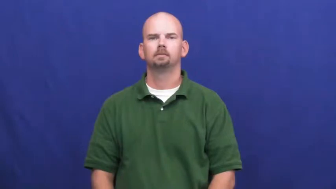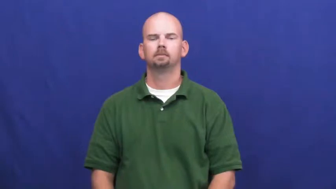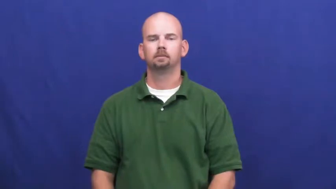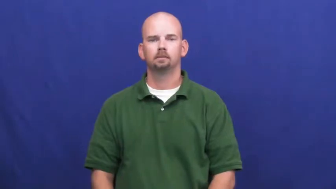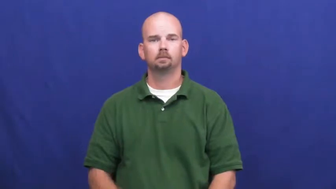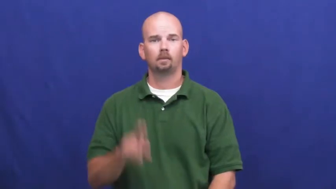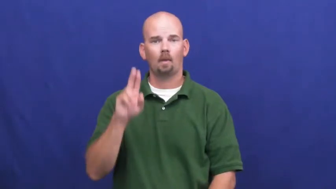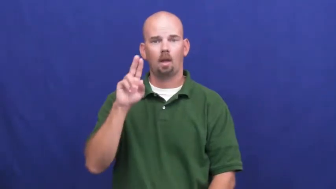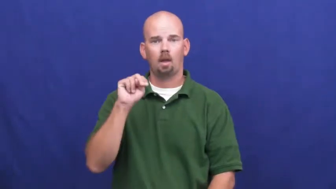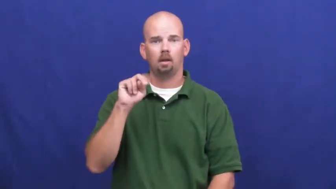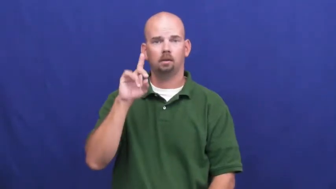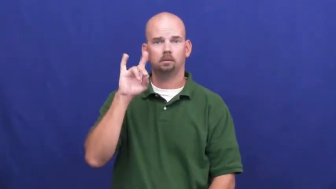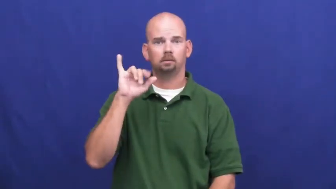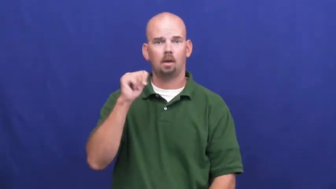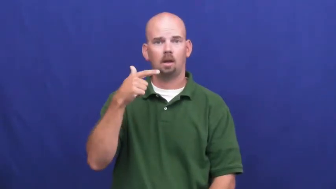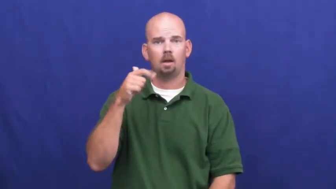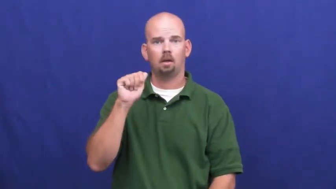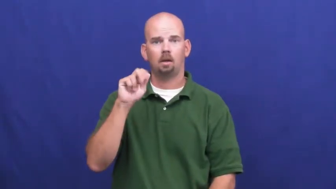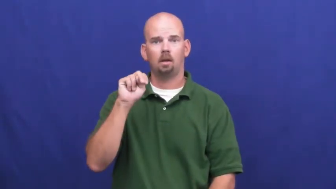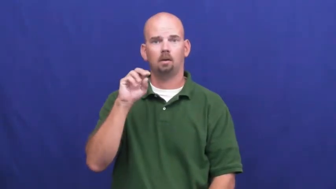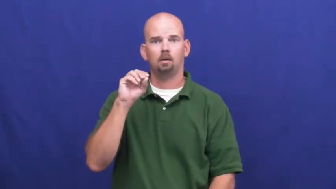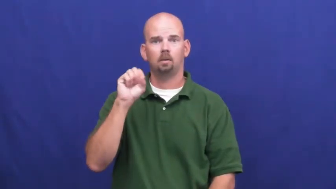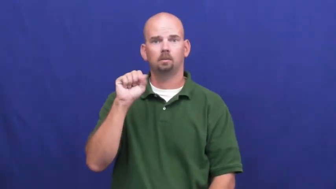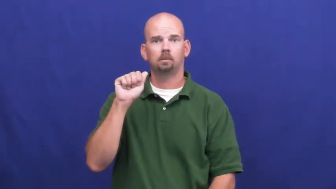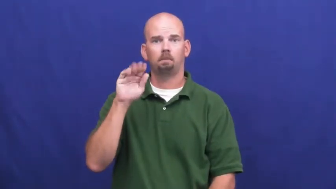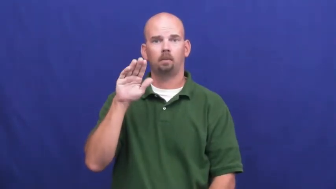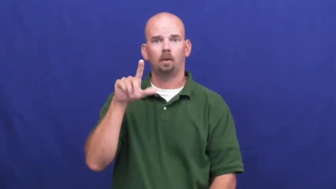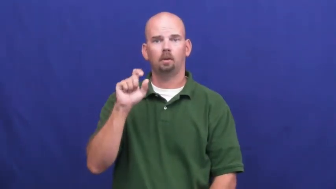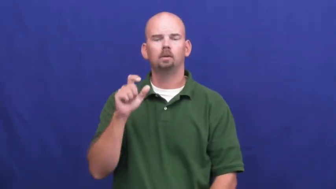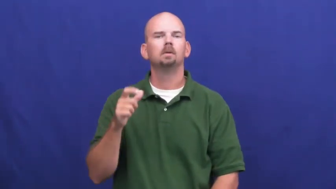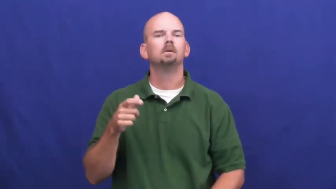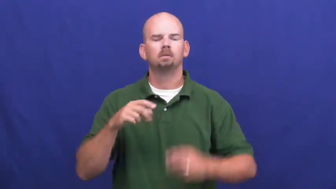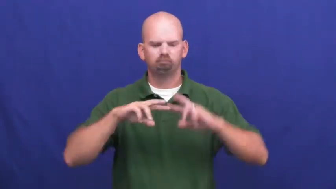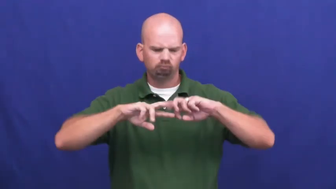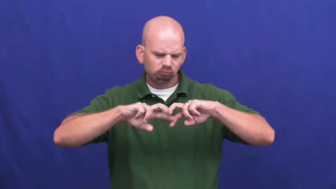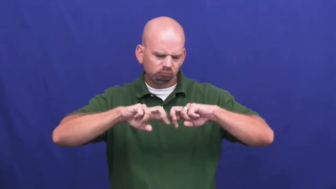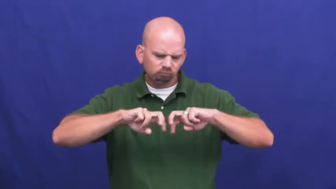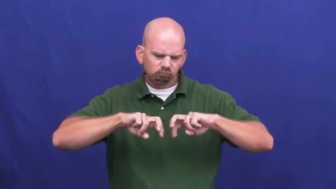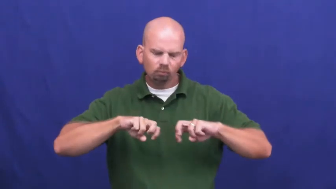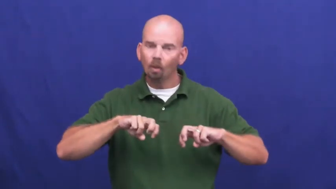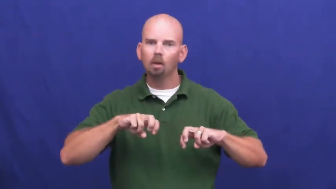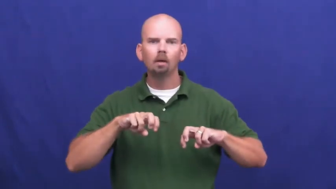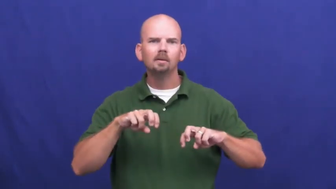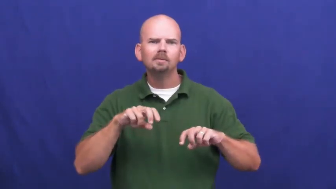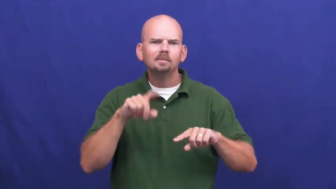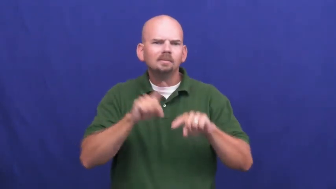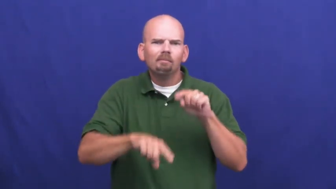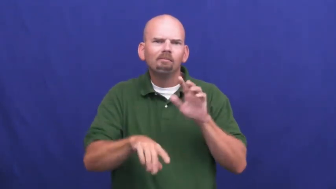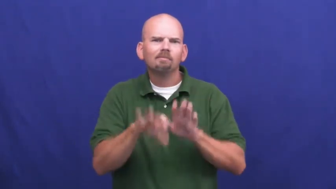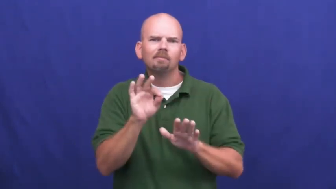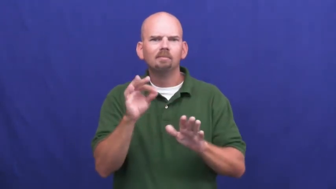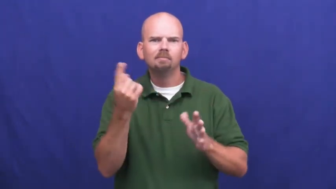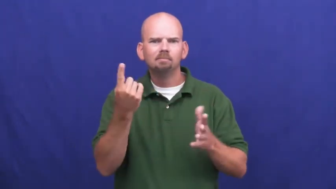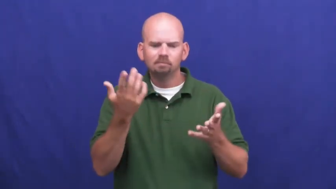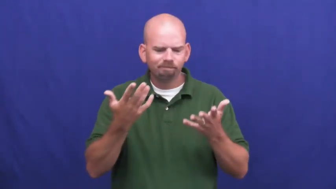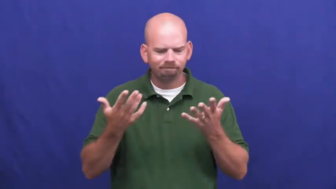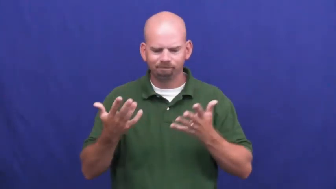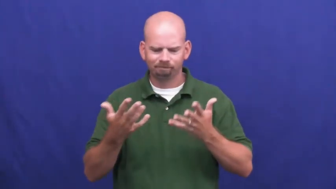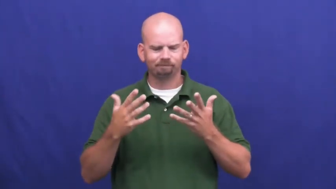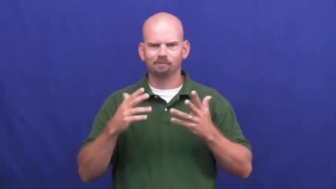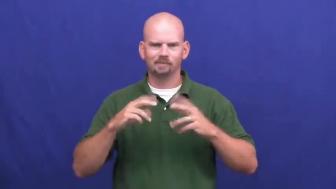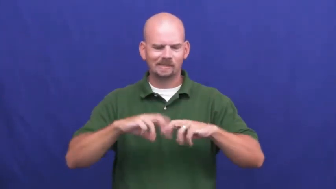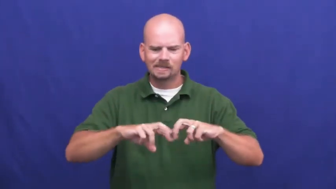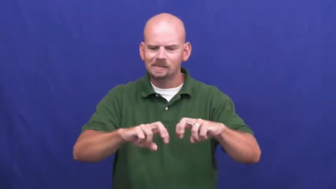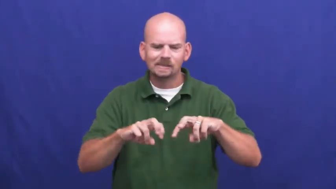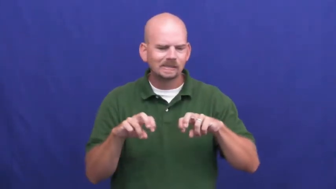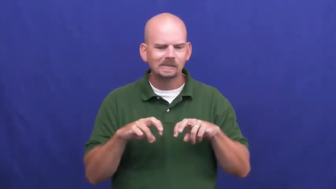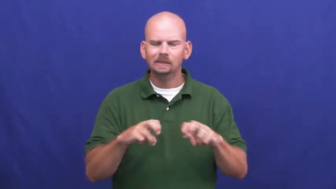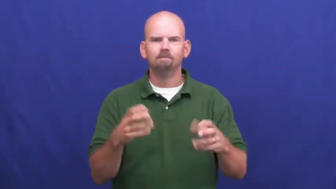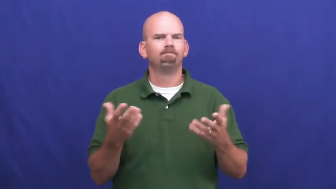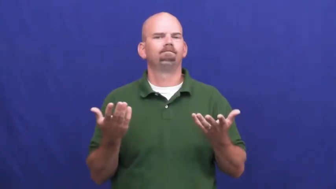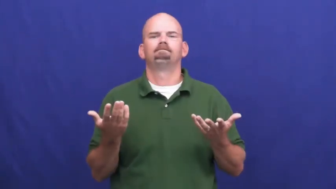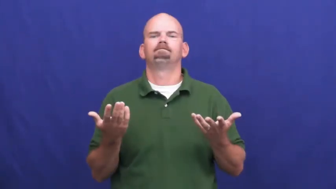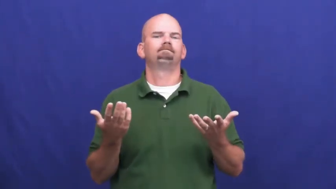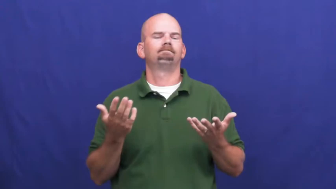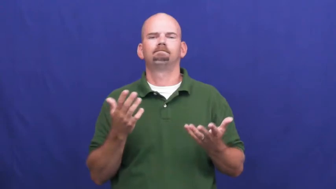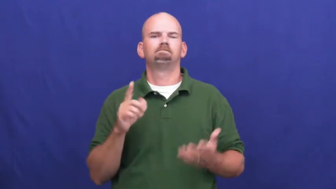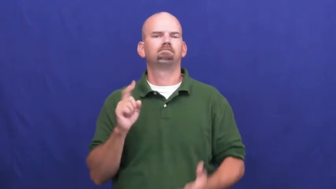undiagnosed